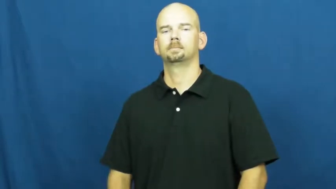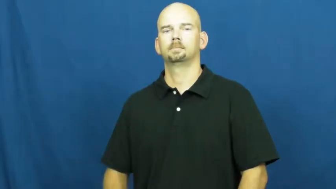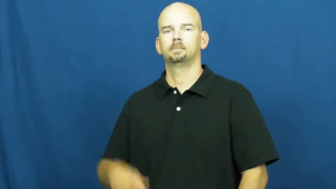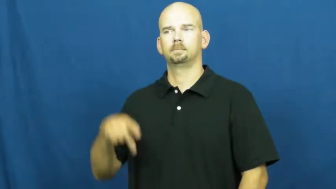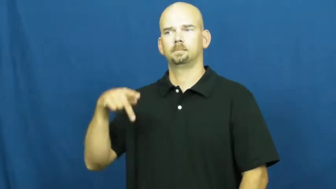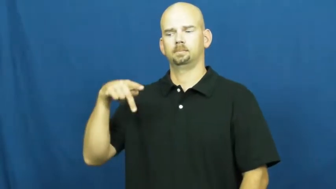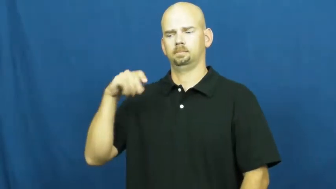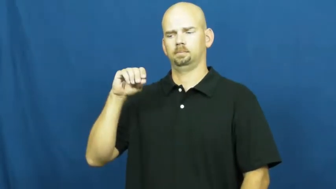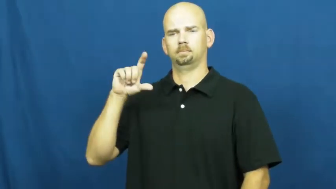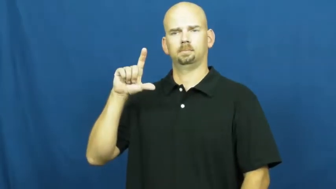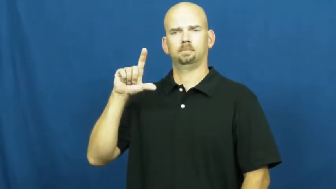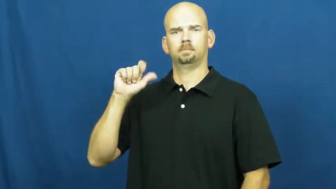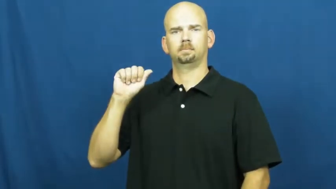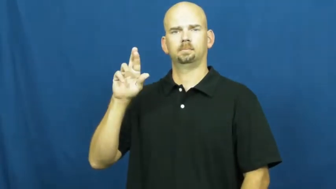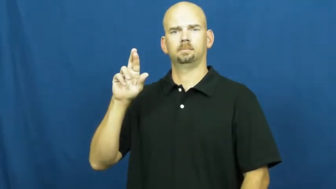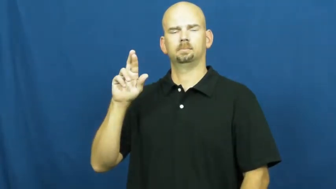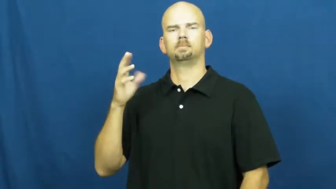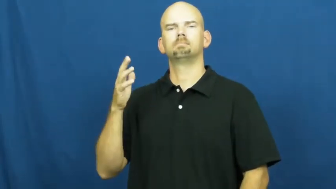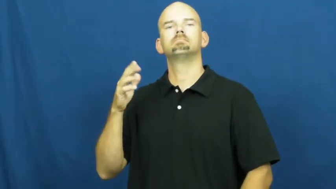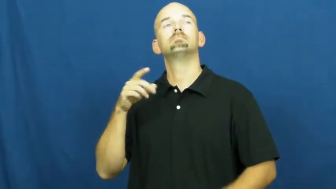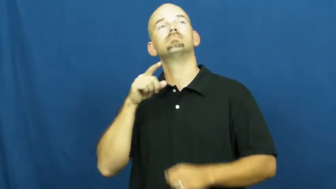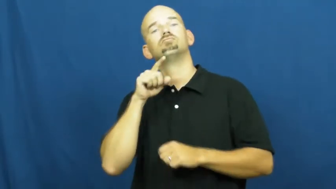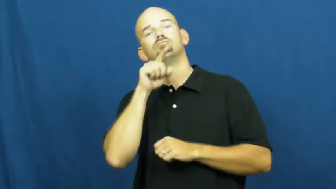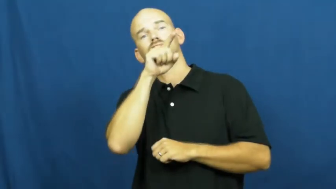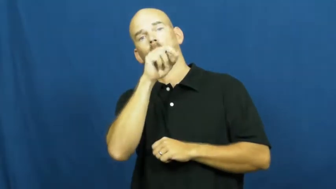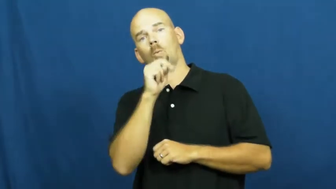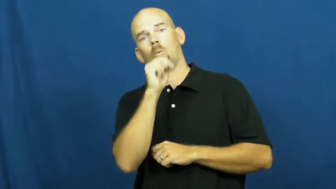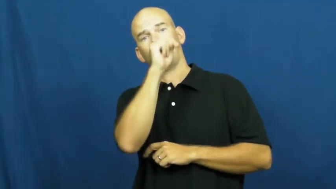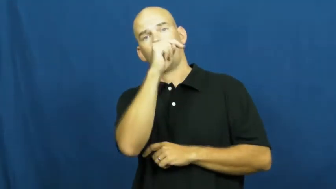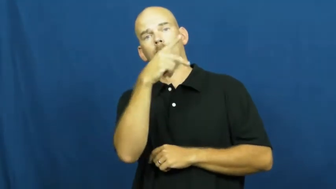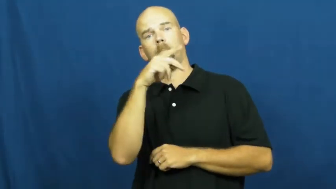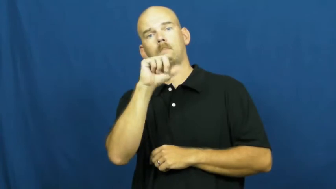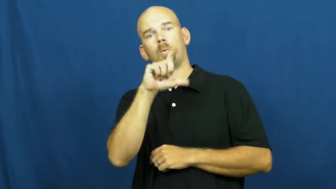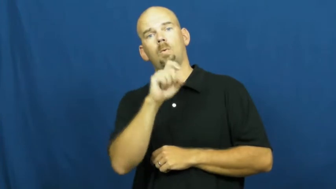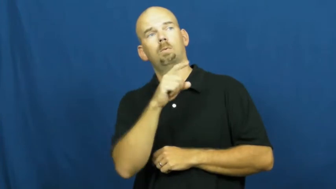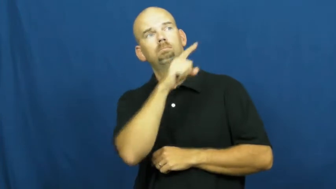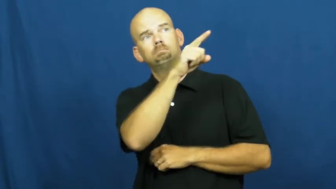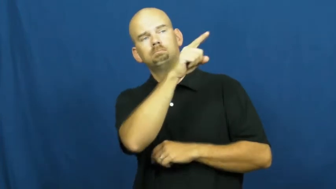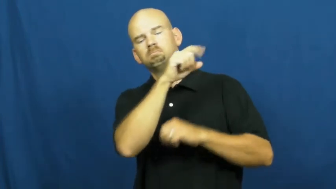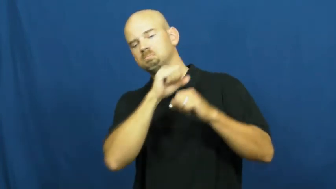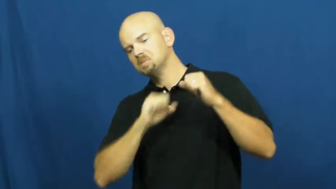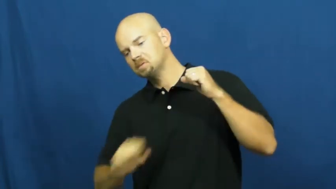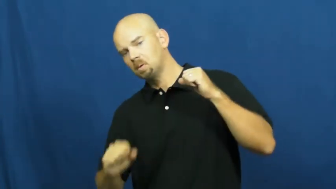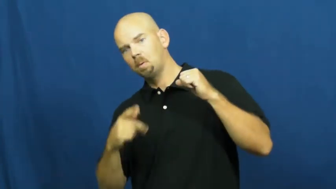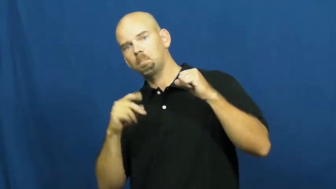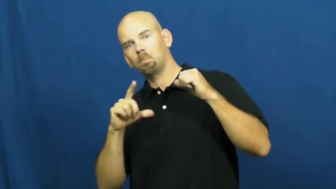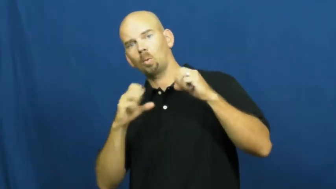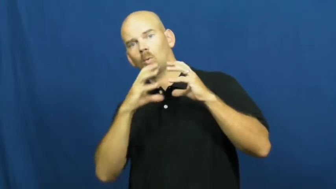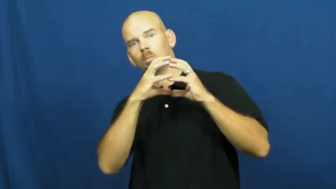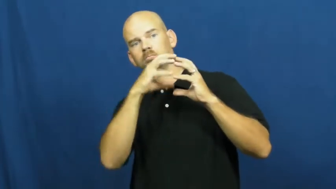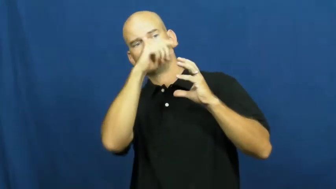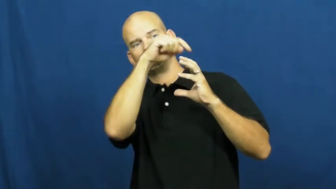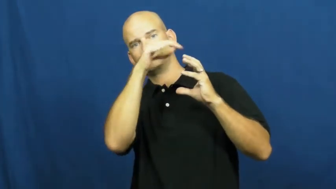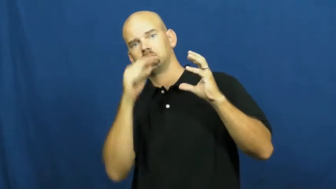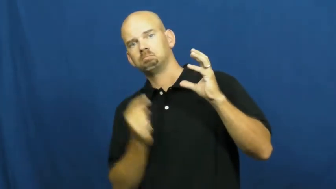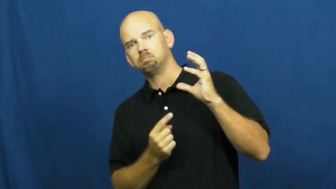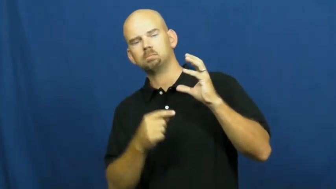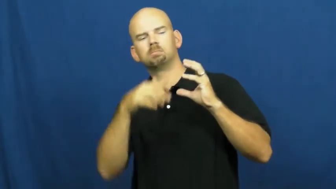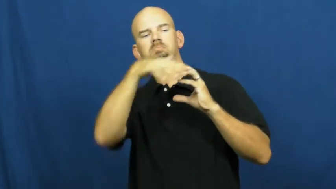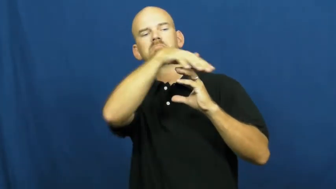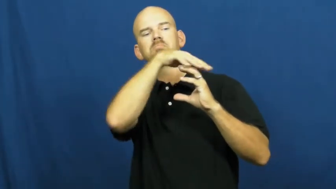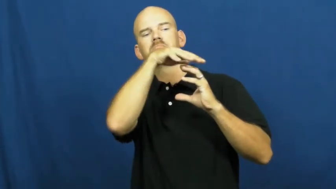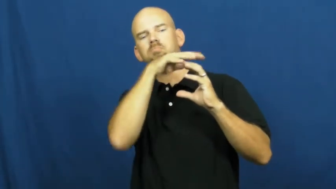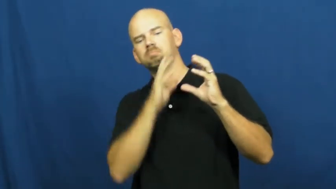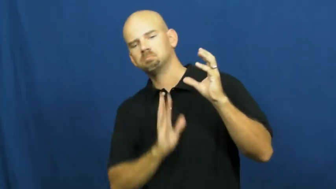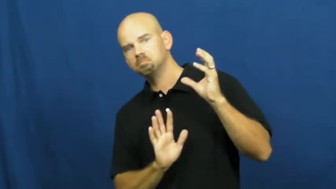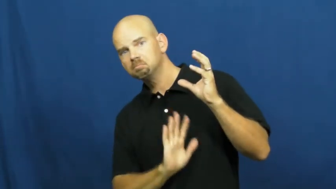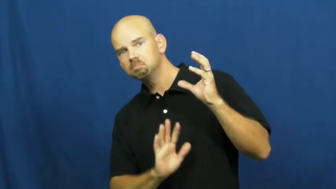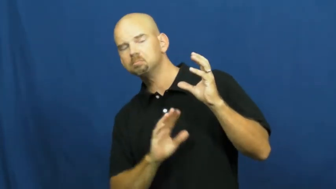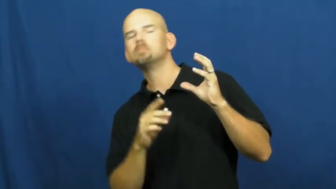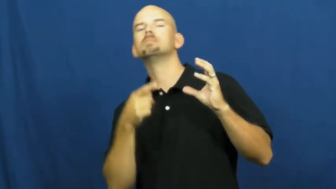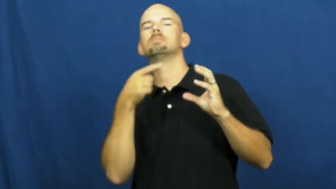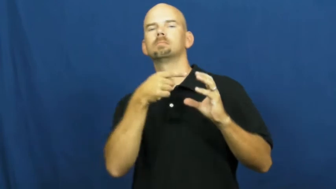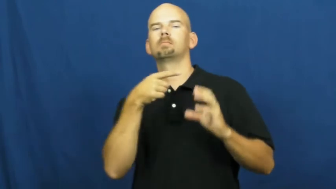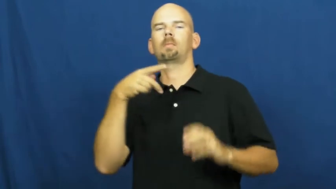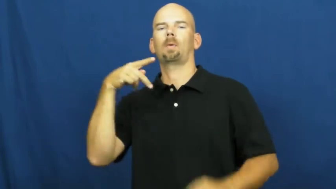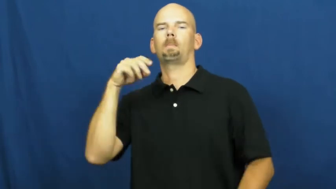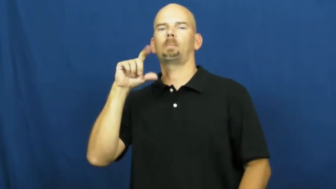polar